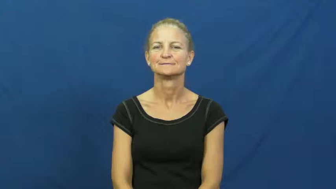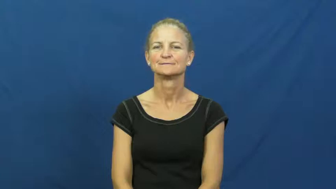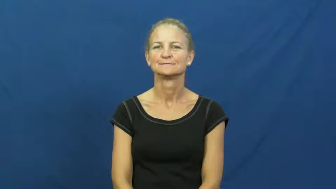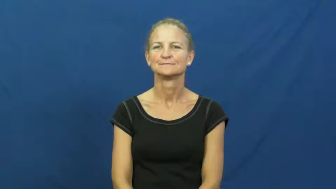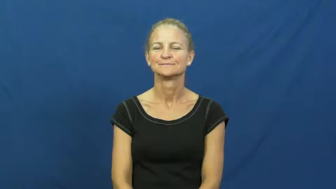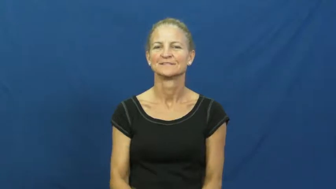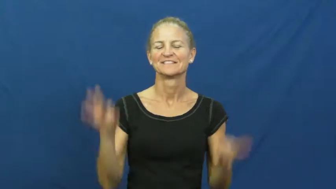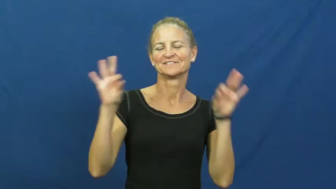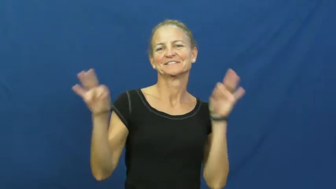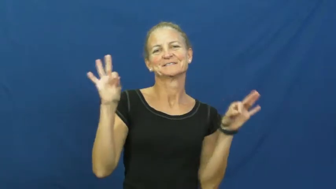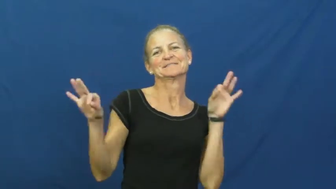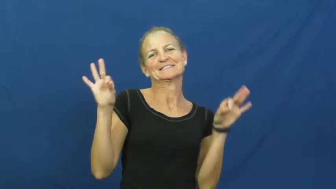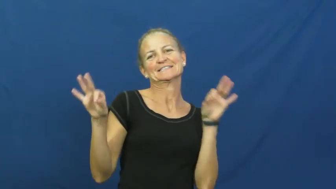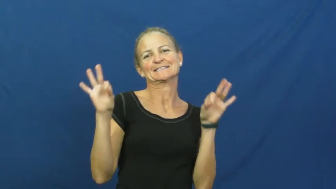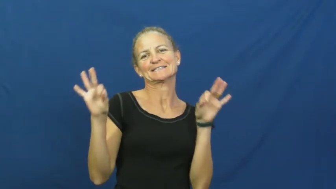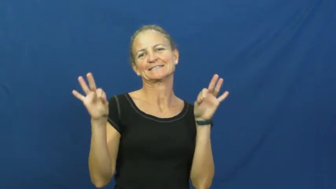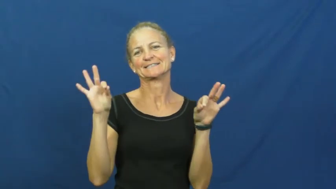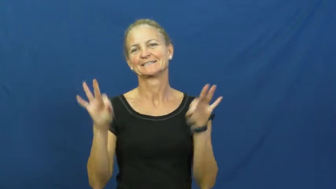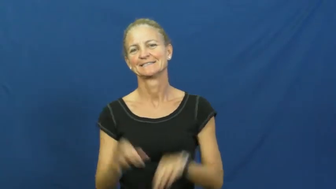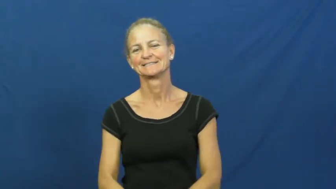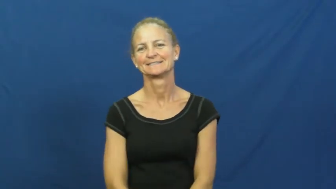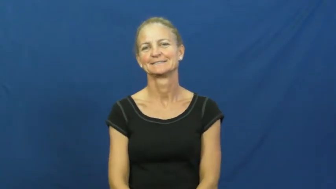dainty,prissy